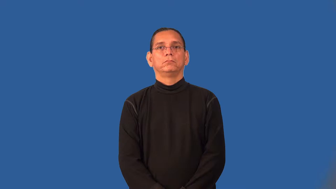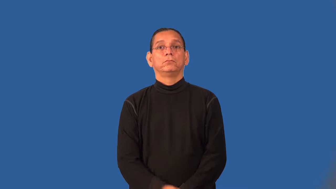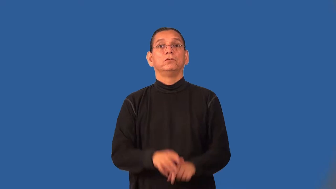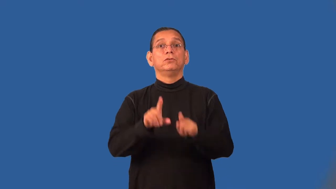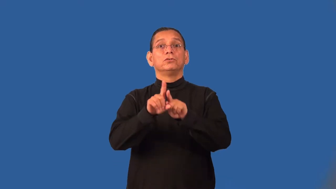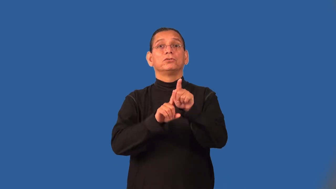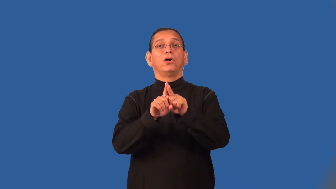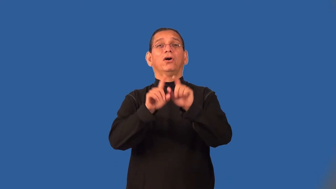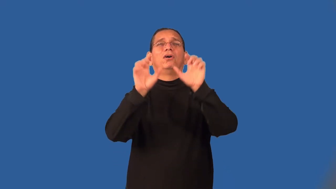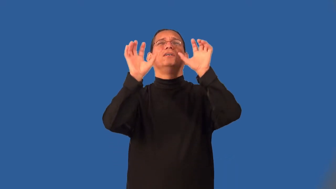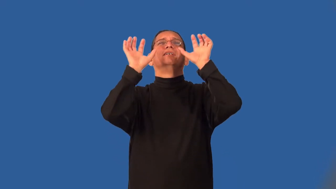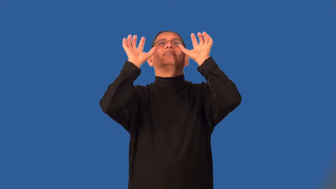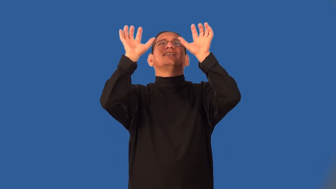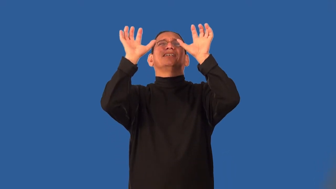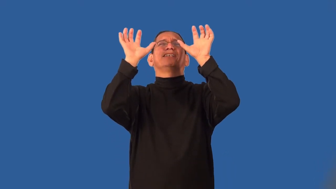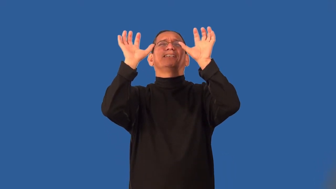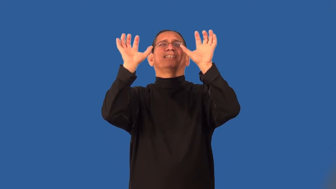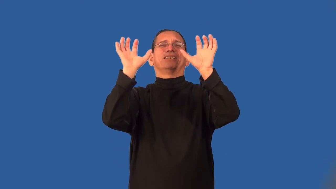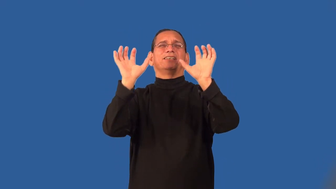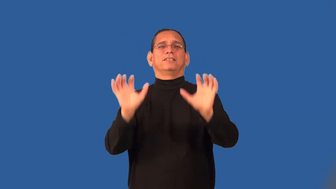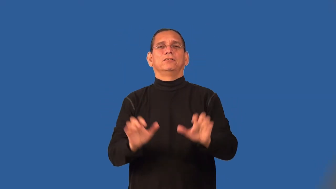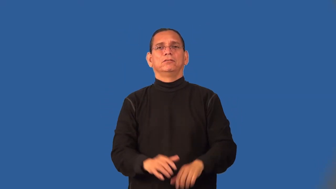starry